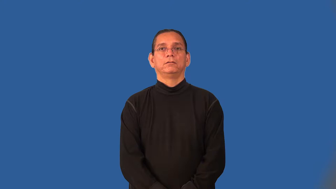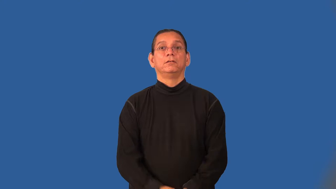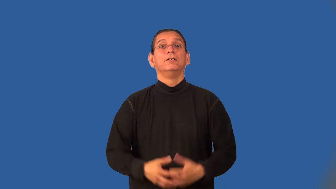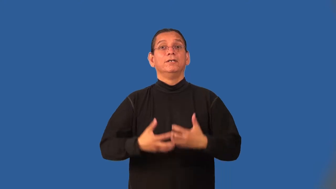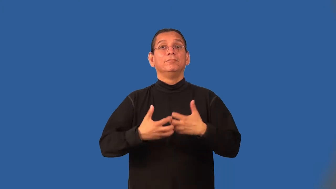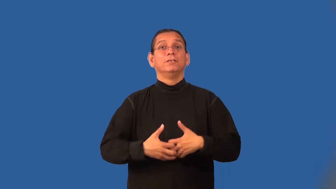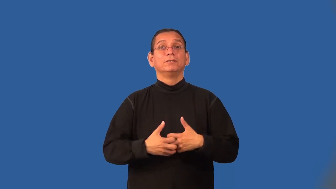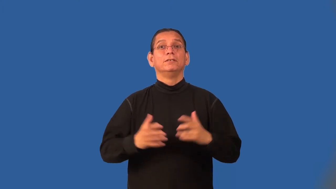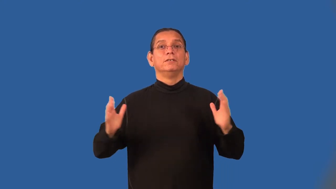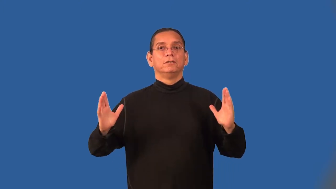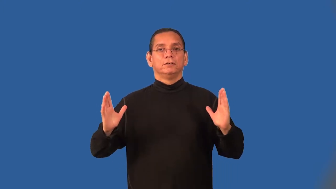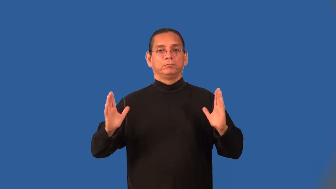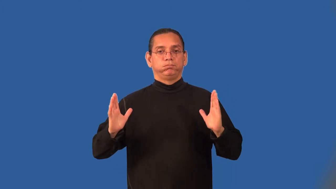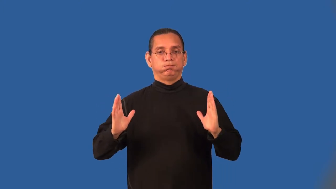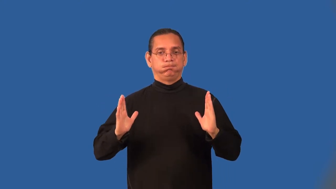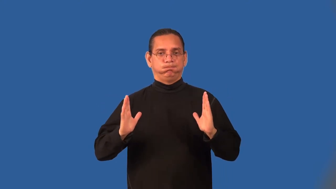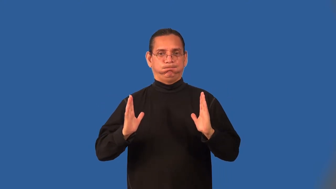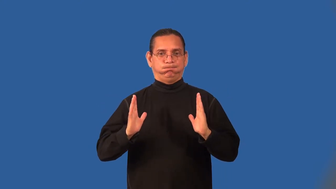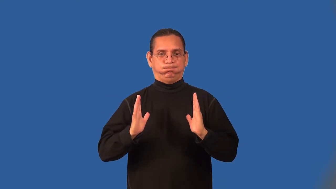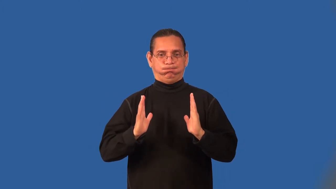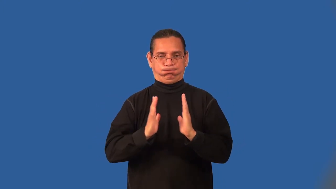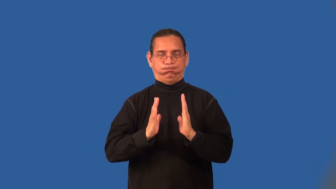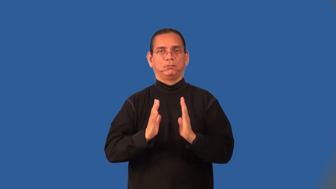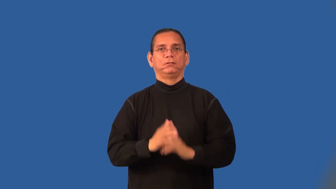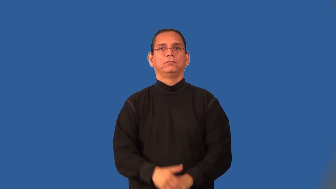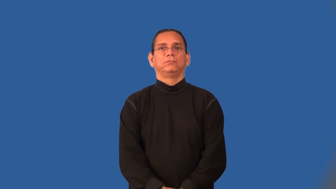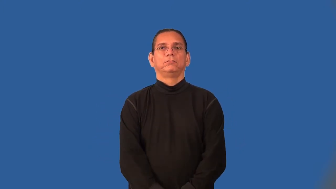crusher